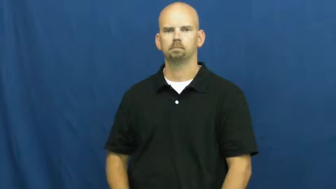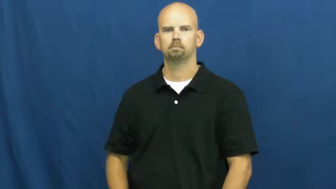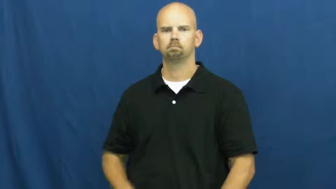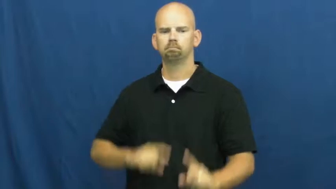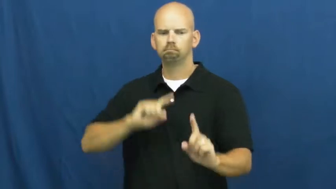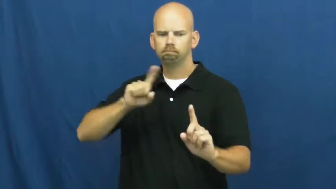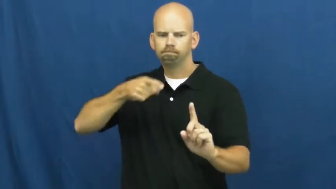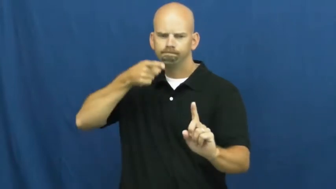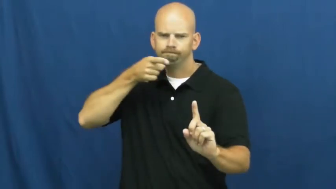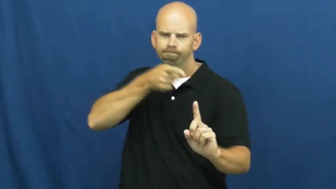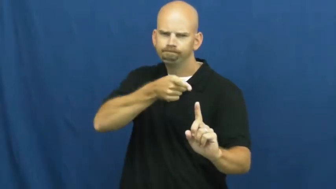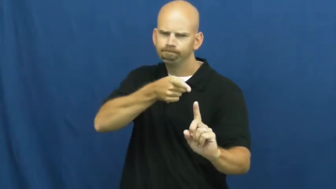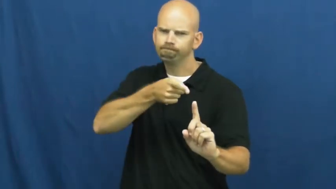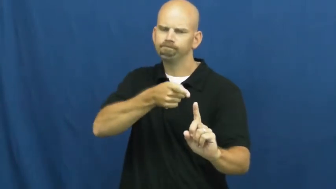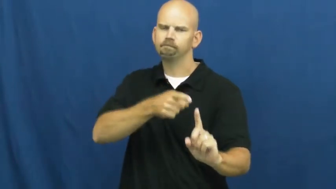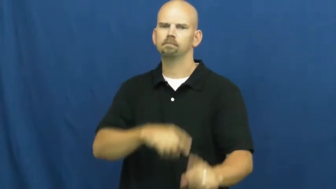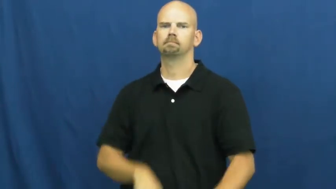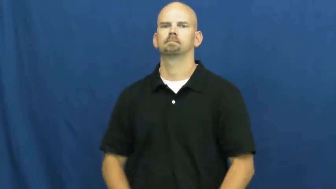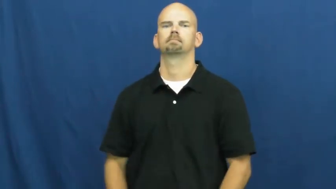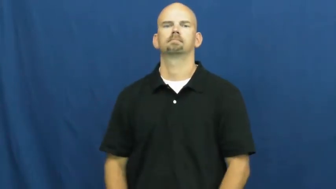certain,expressly,namely,given-specific